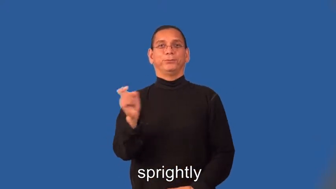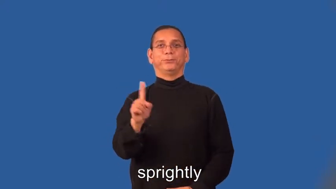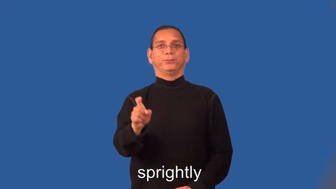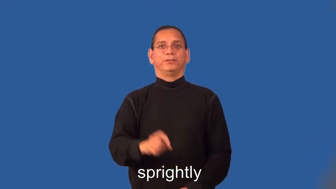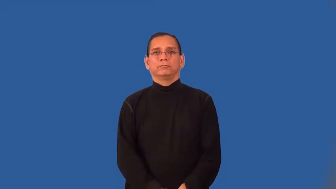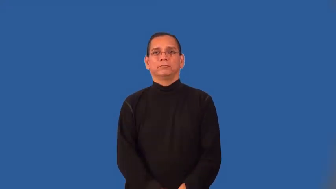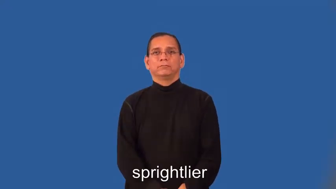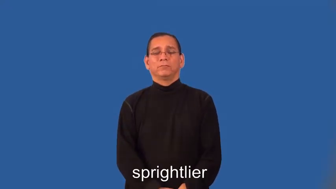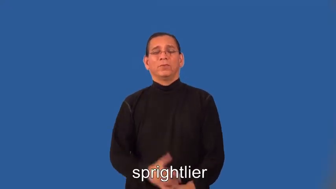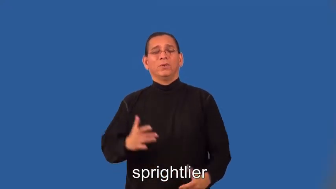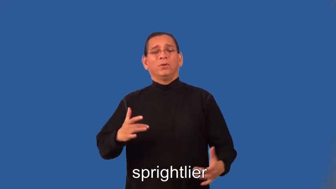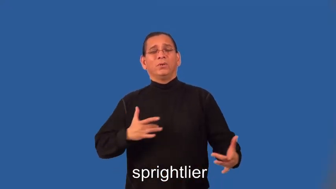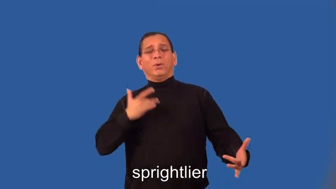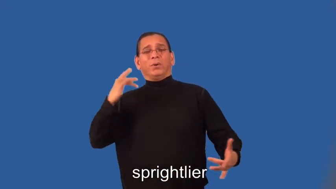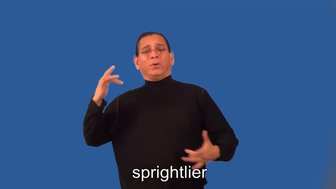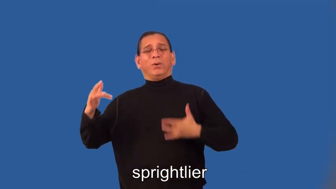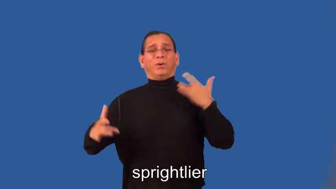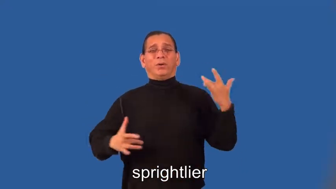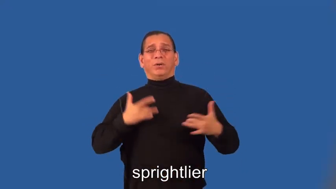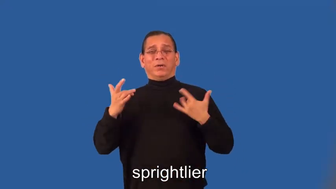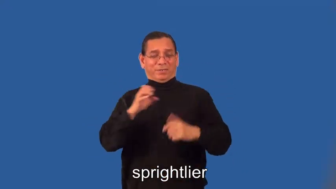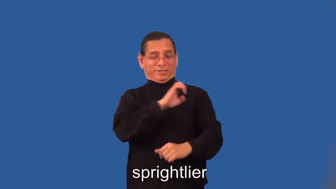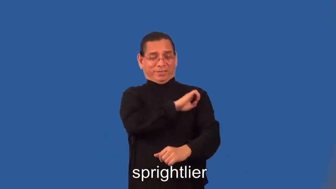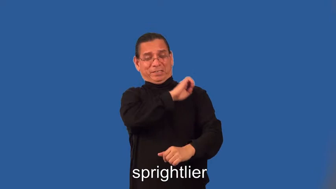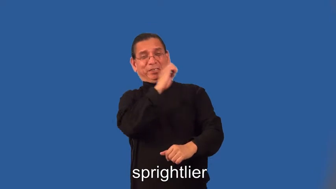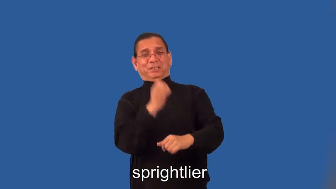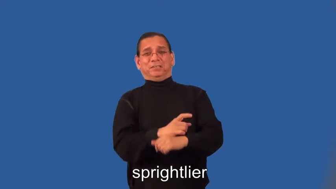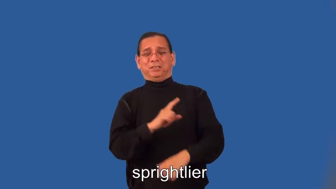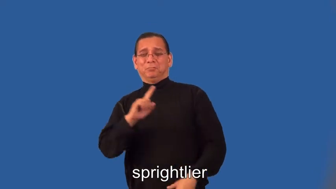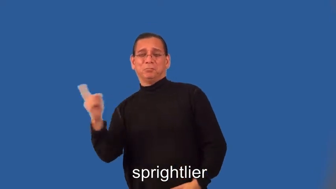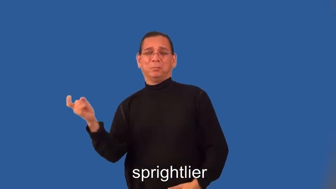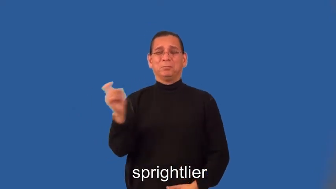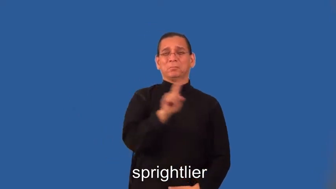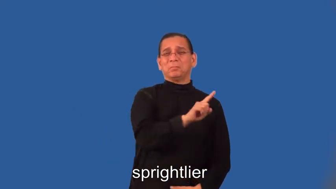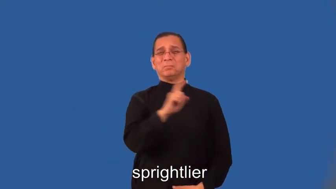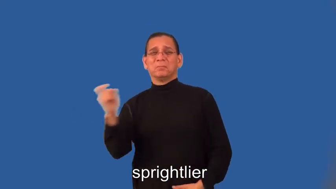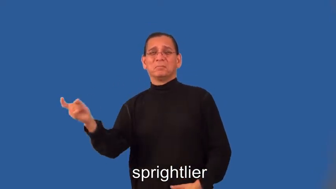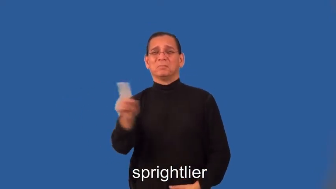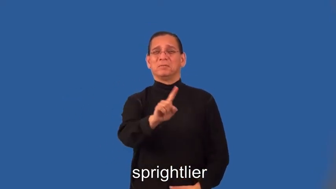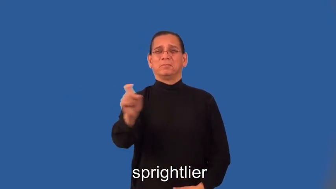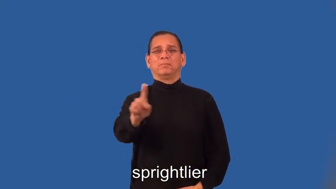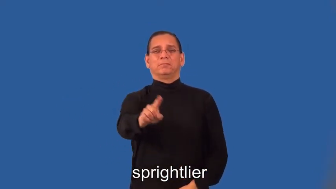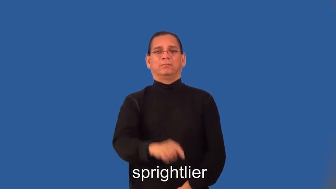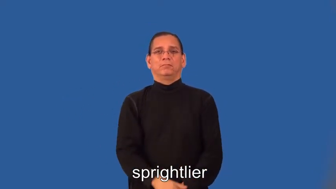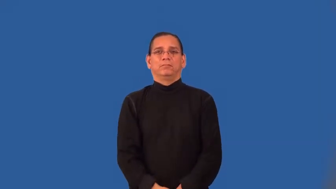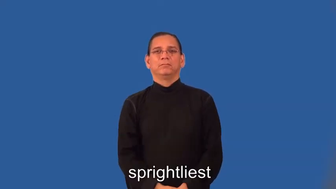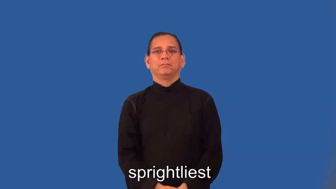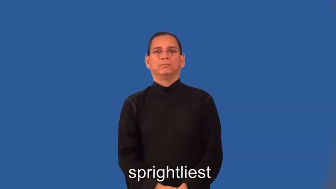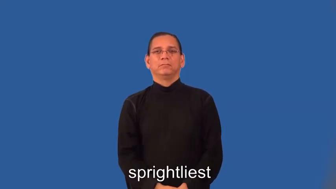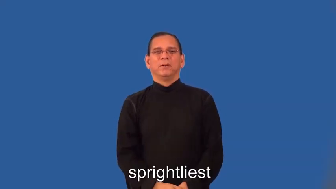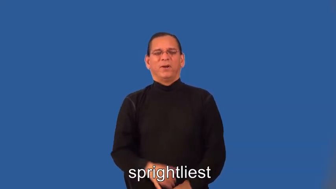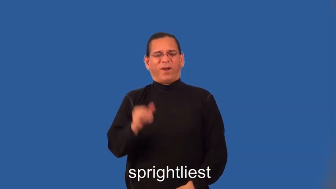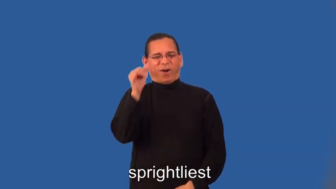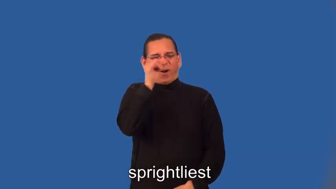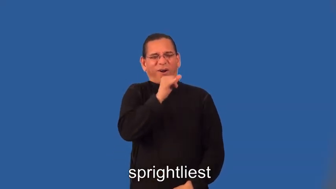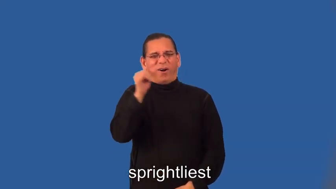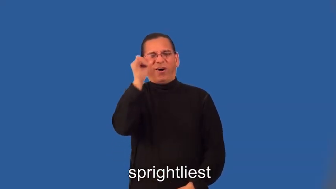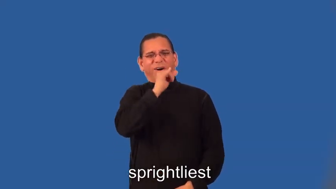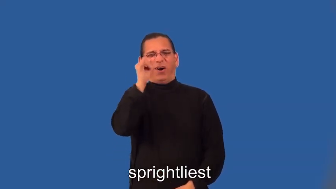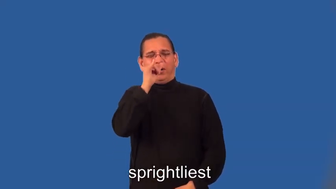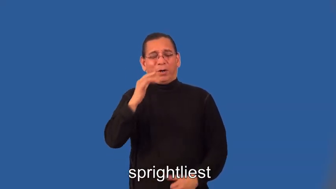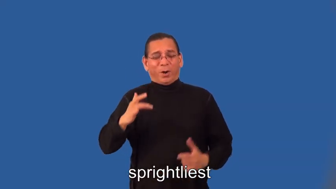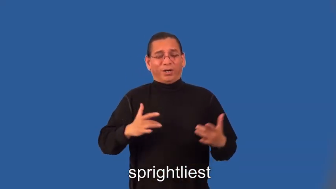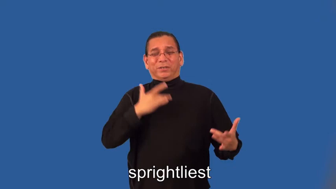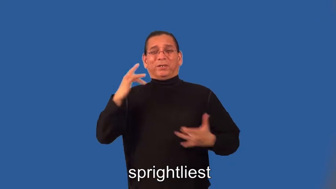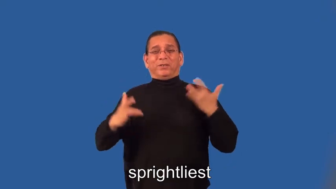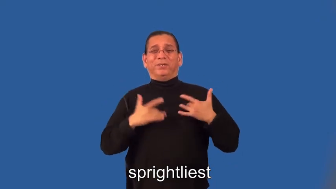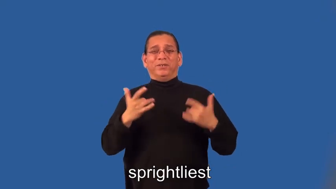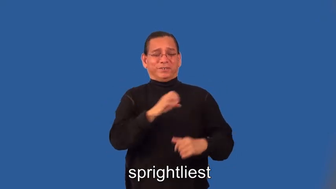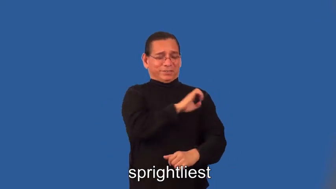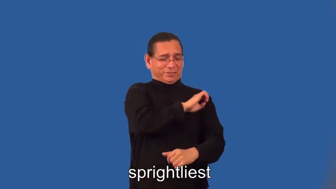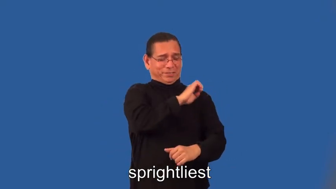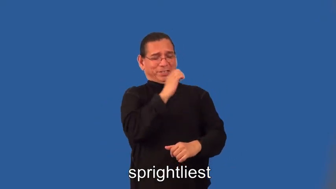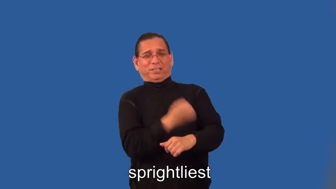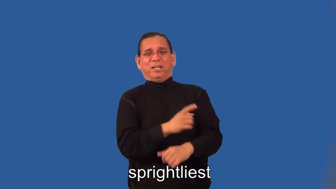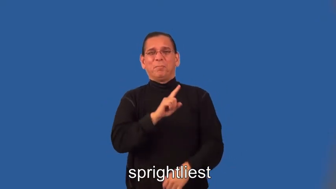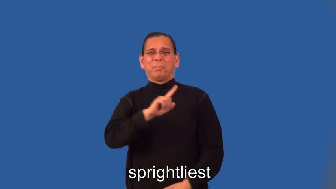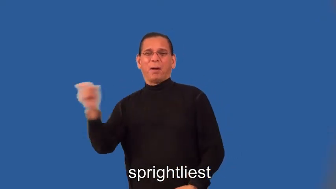sprightlier,sprightliest